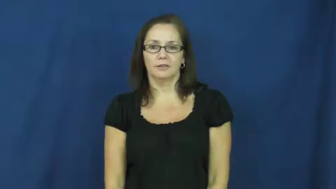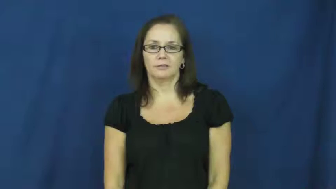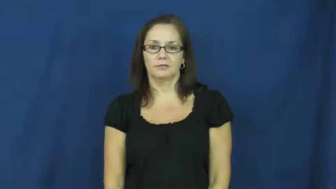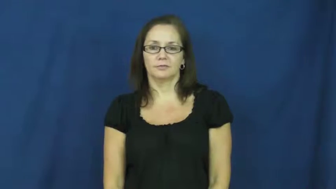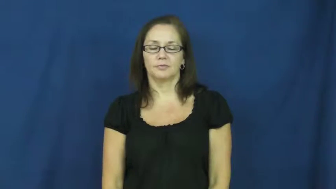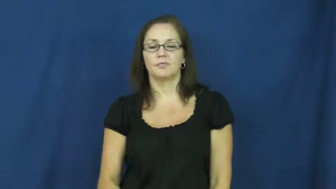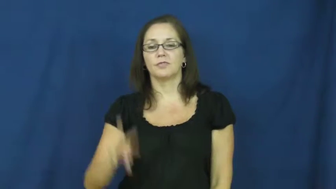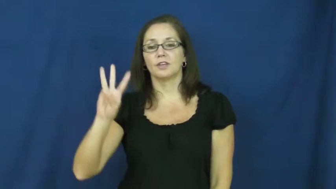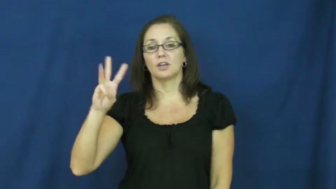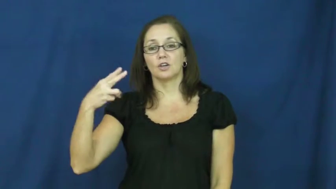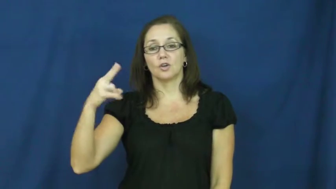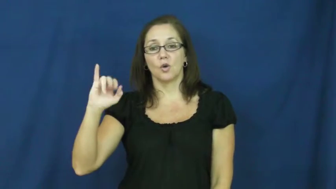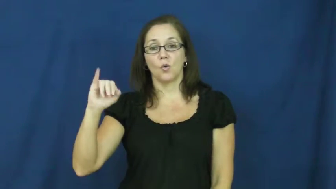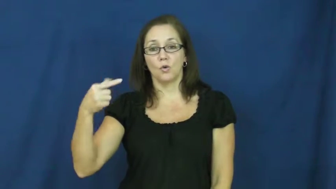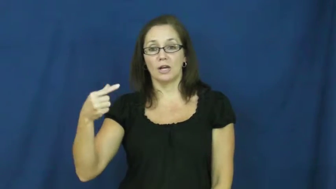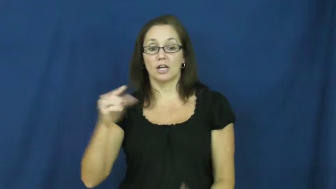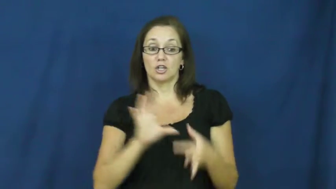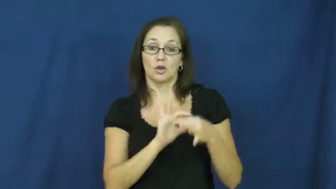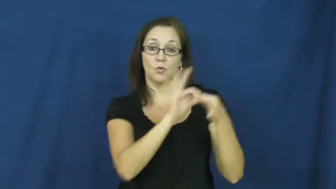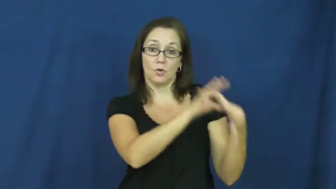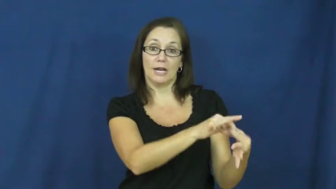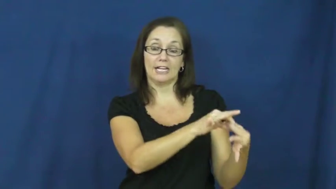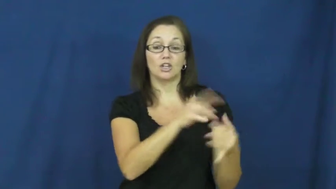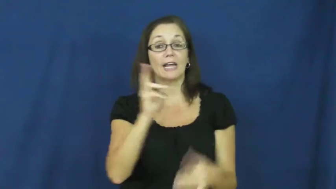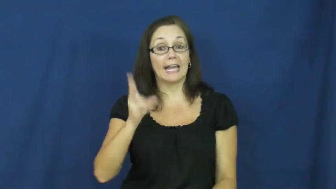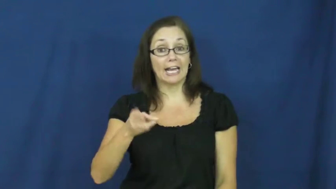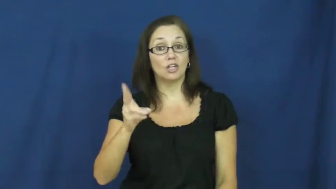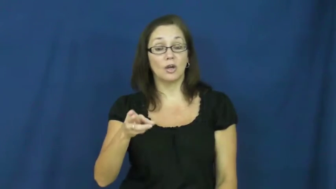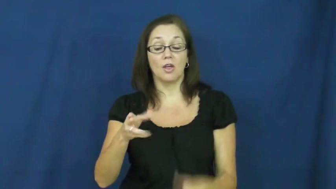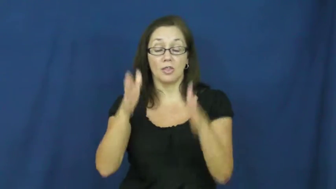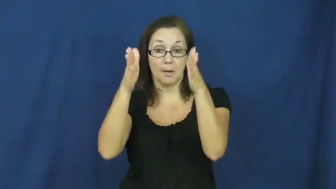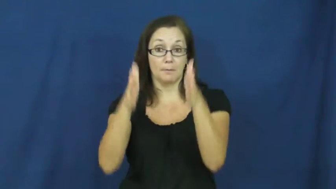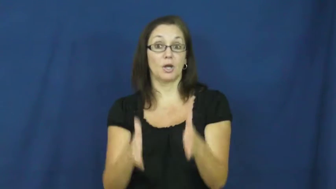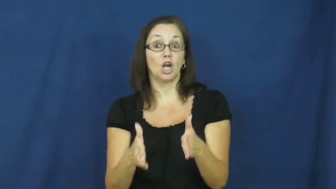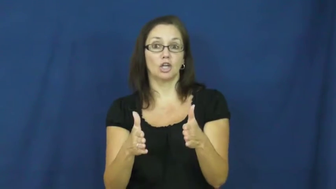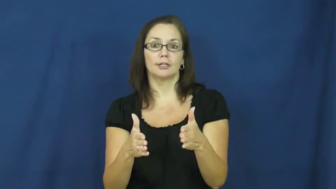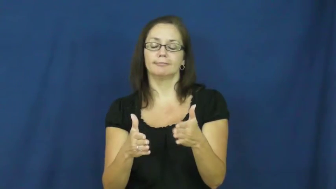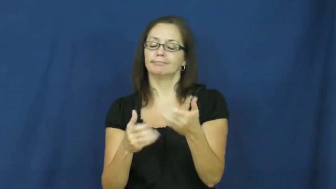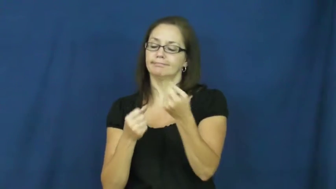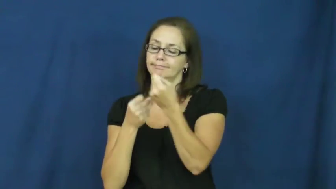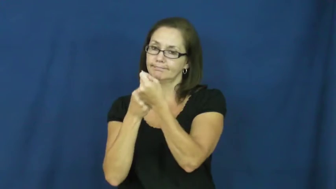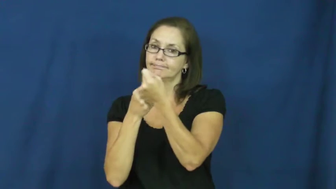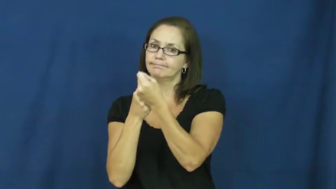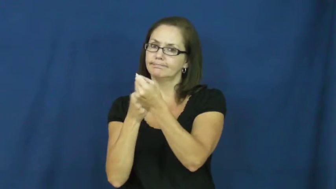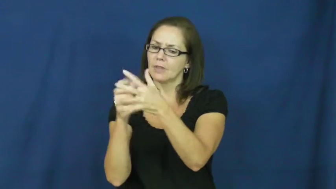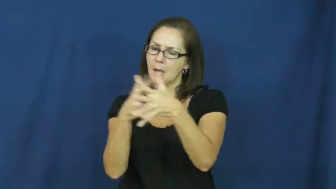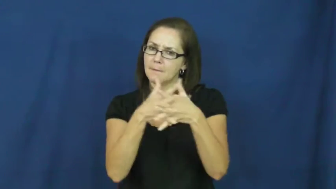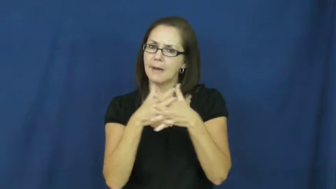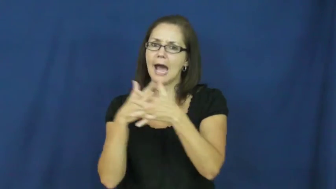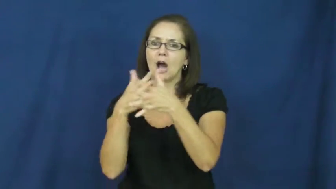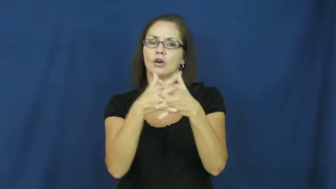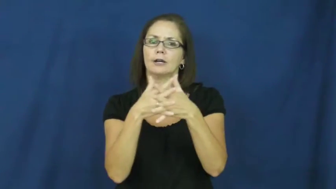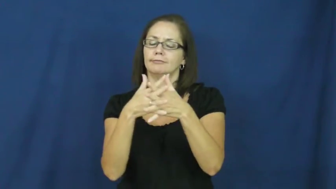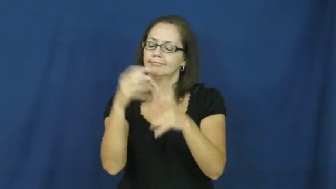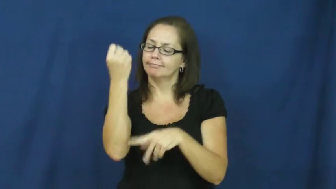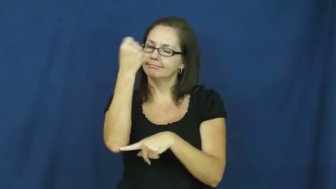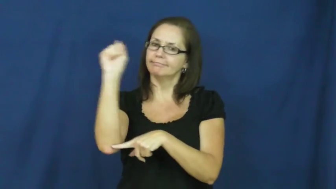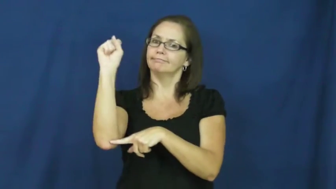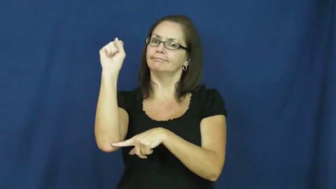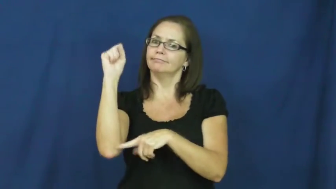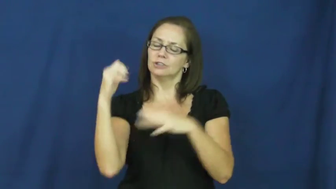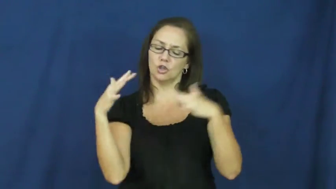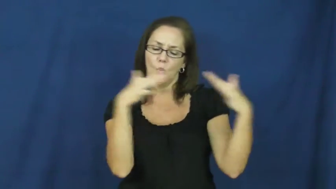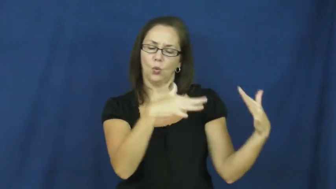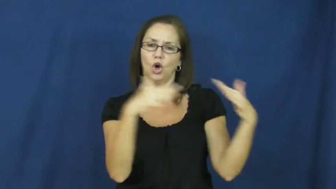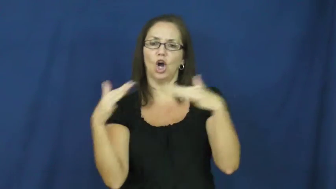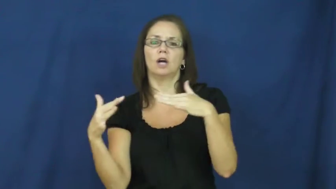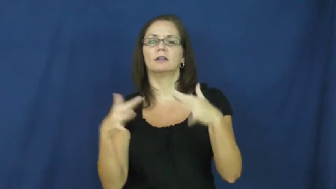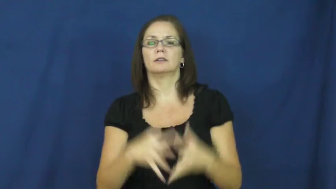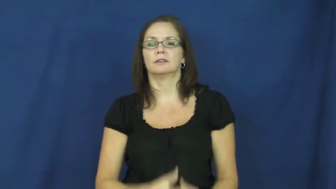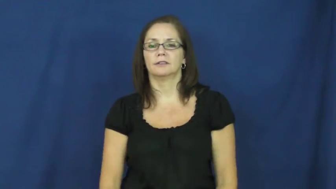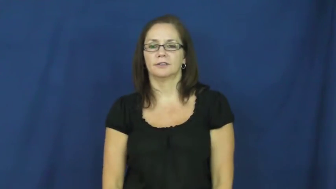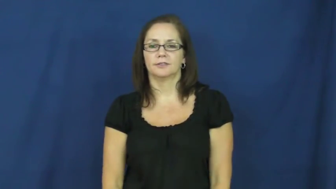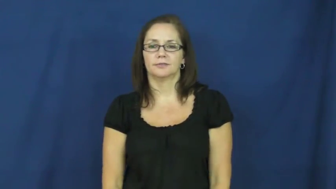whig